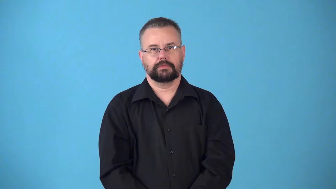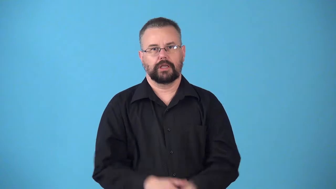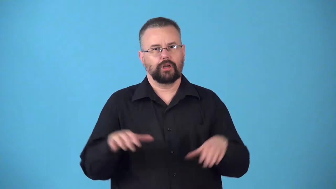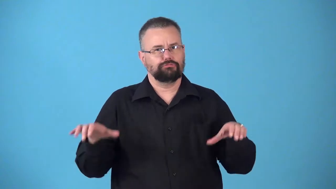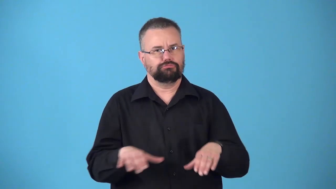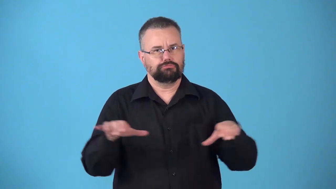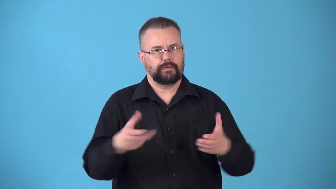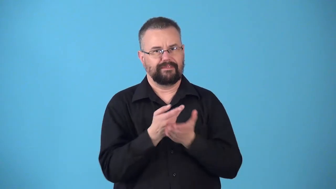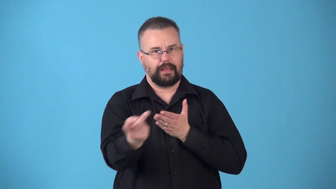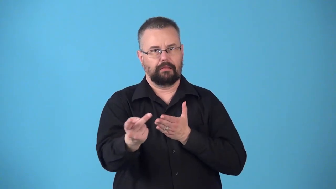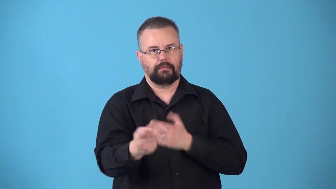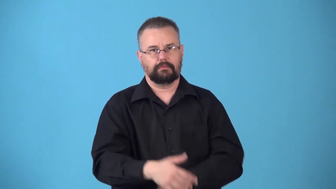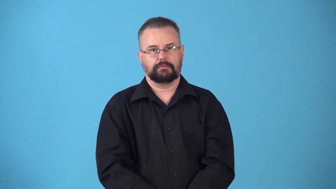nonperformance